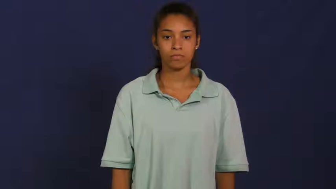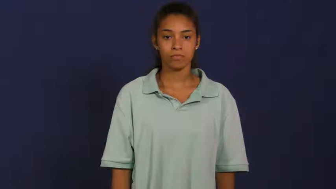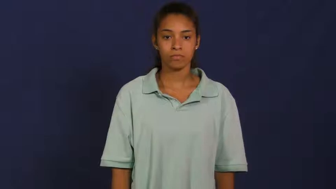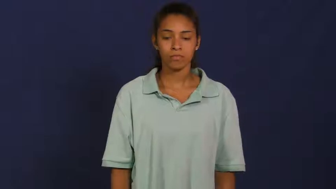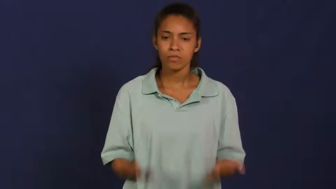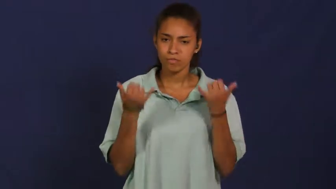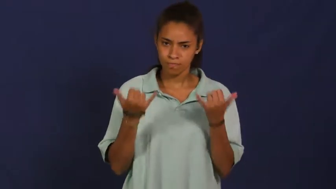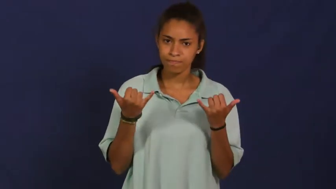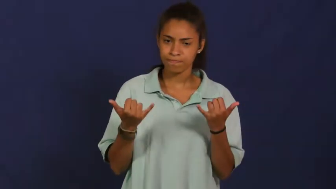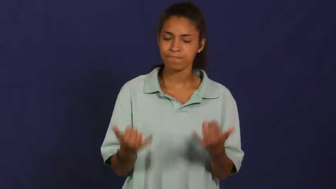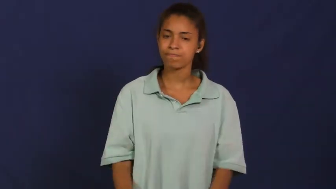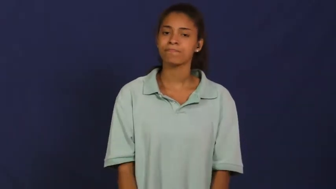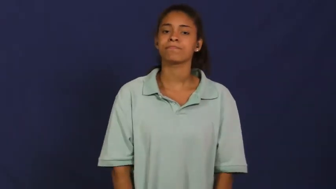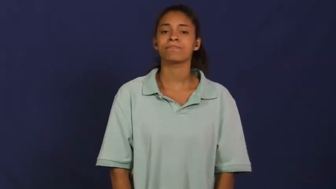immediate,straight away,forthwith,pronto,right,straightaway,at once-now